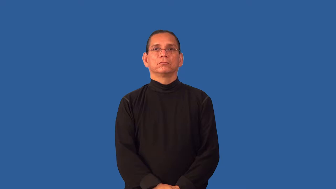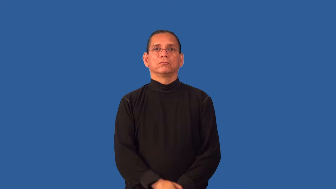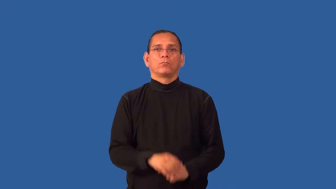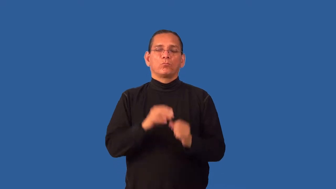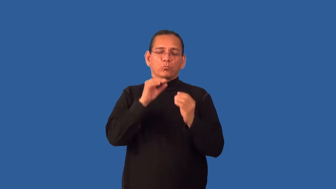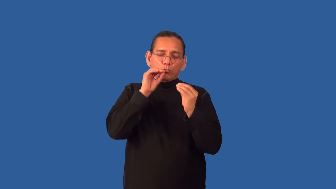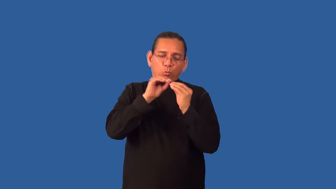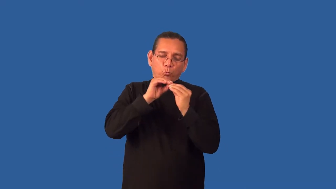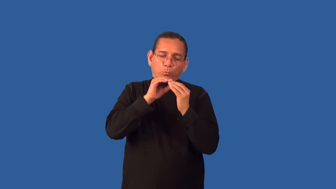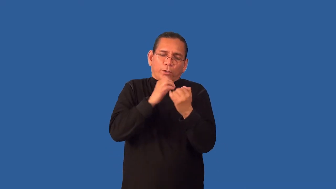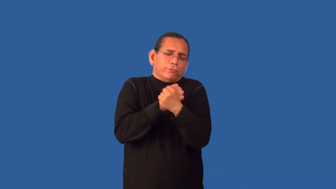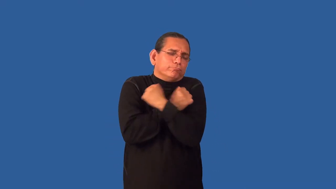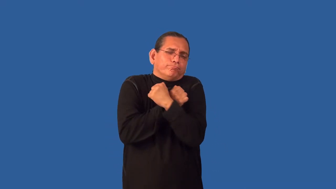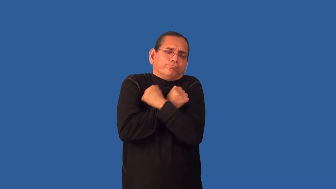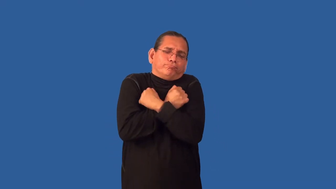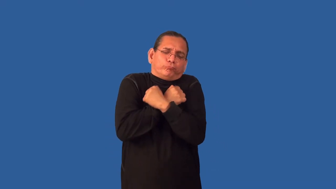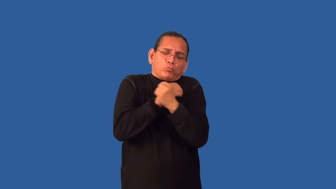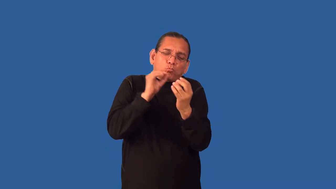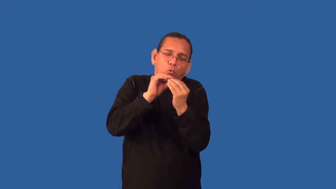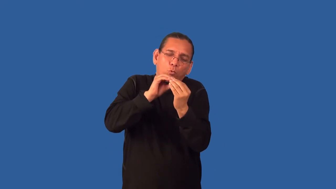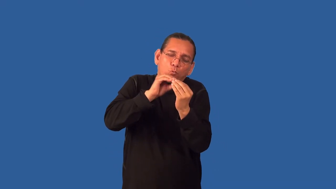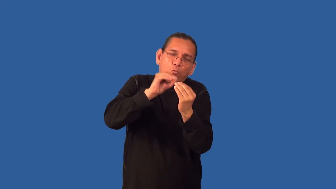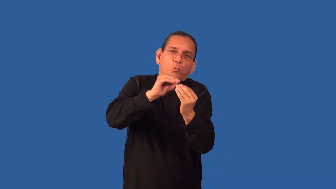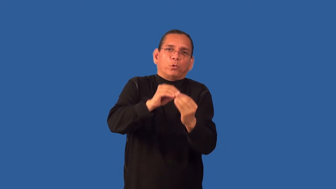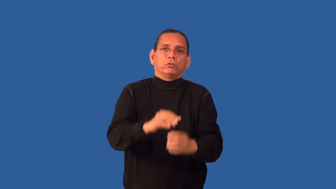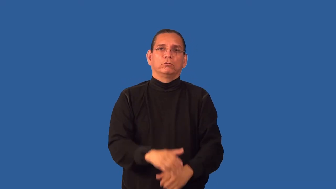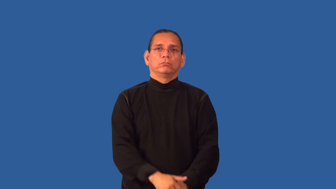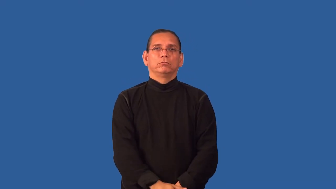gushy